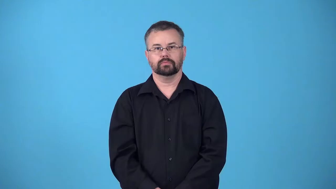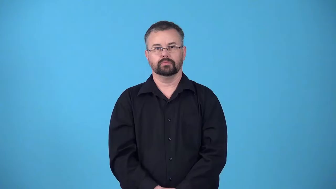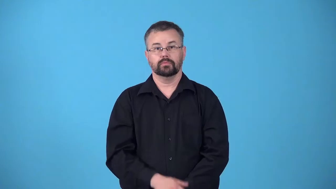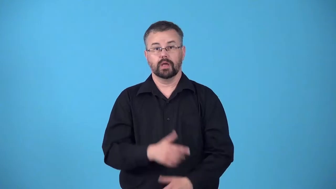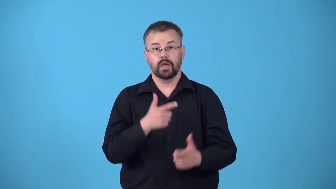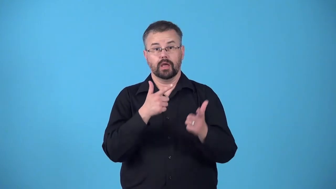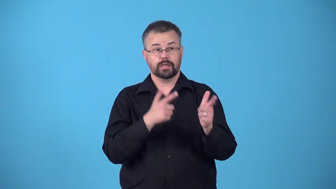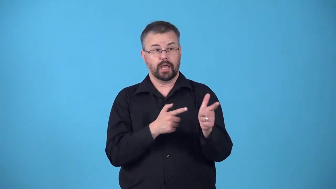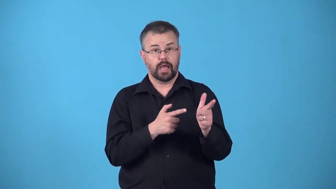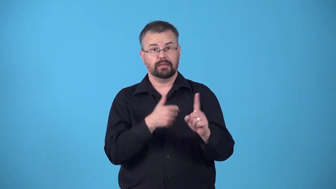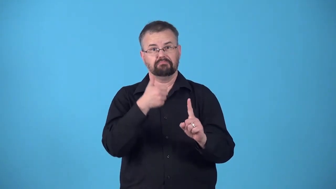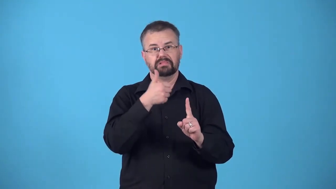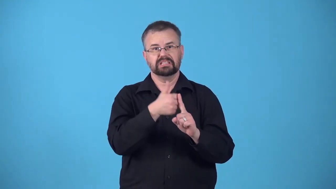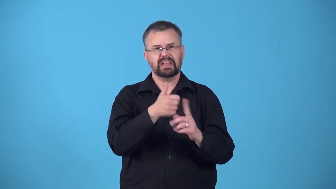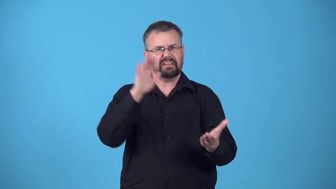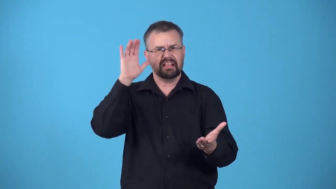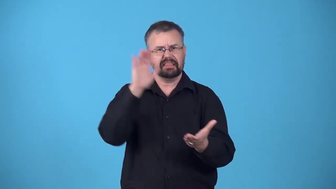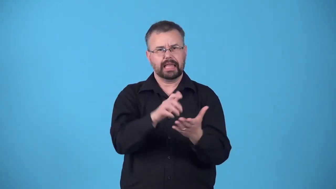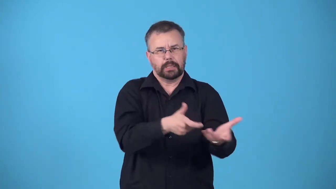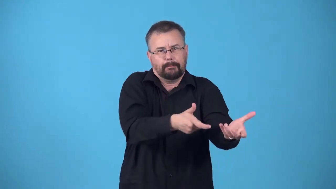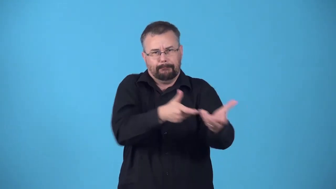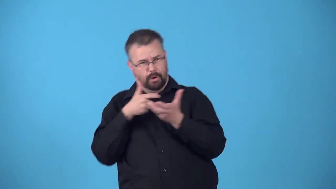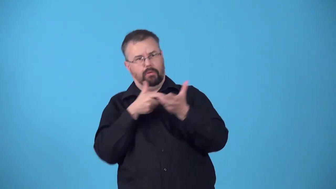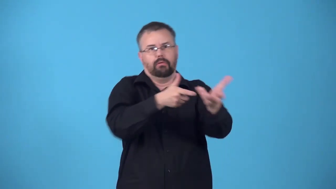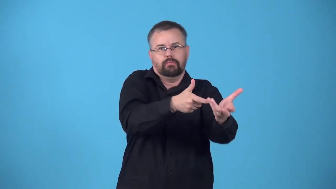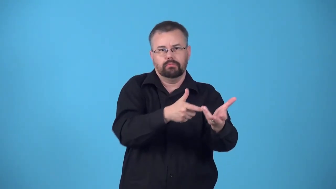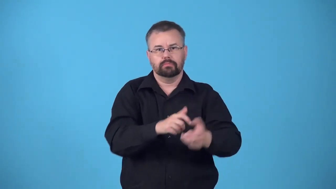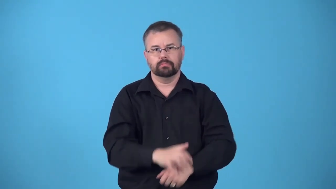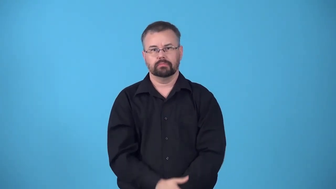recoilless